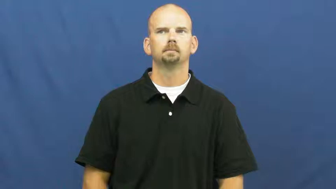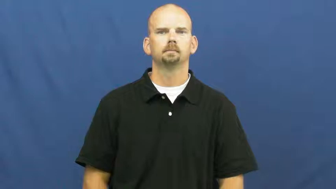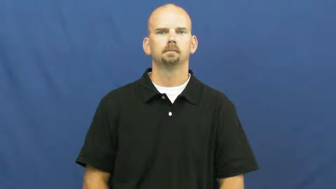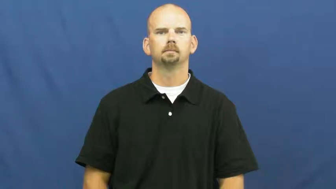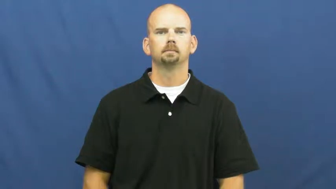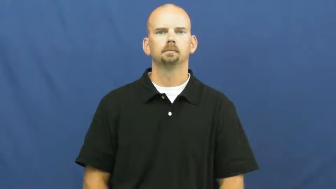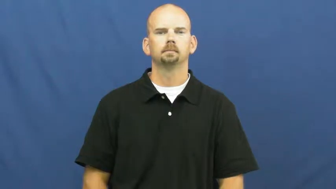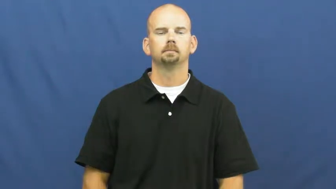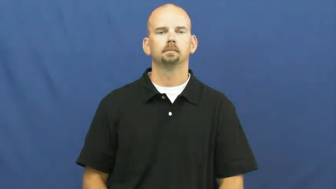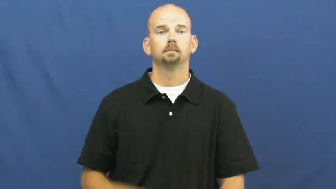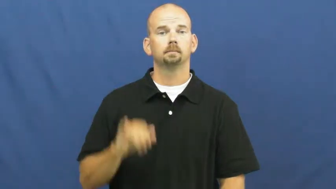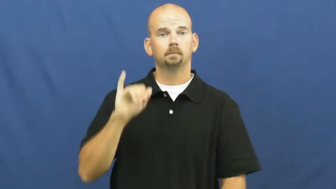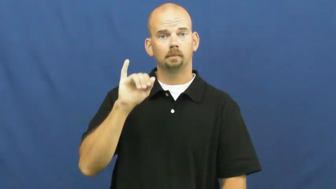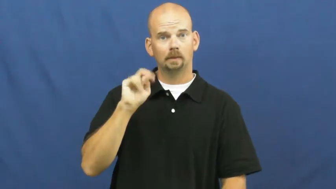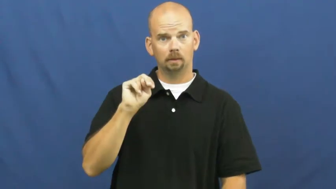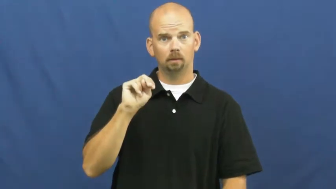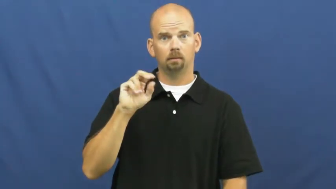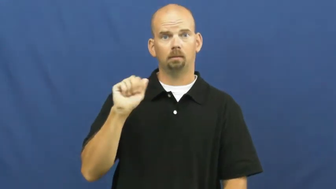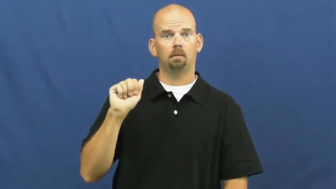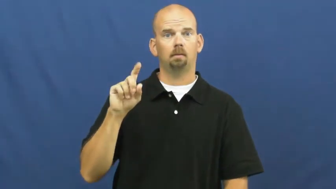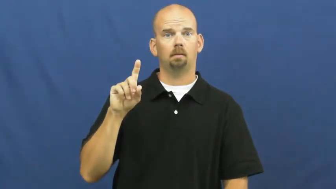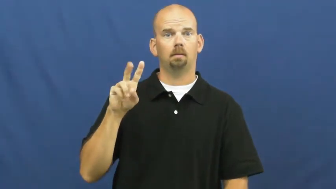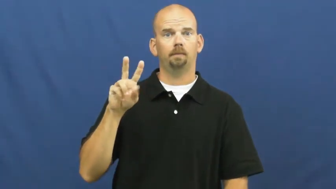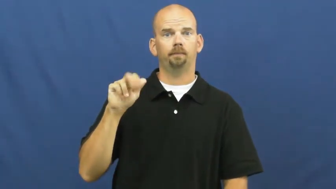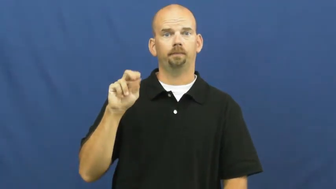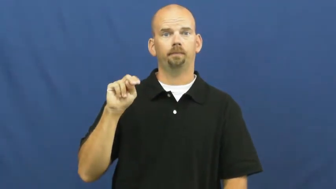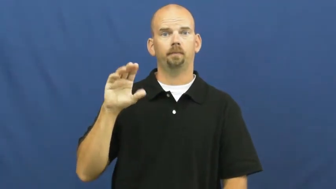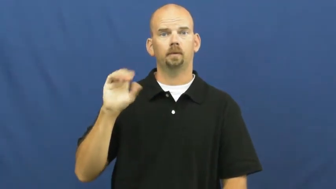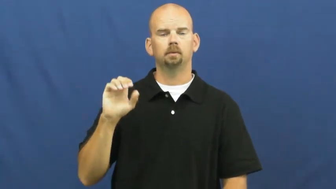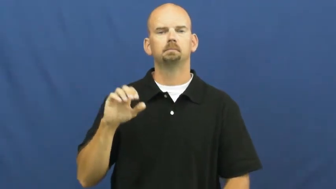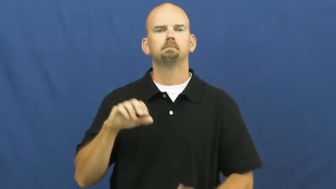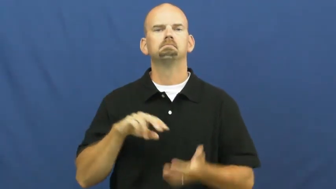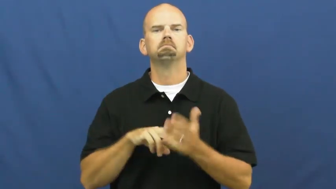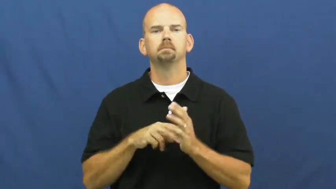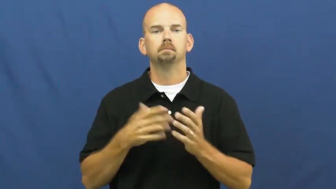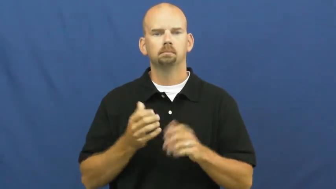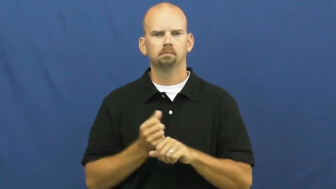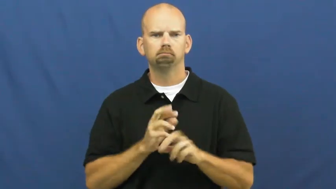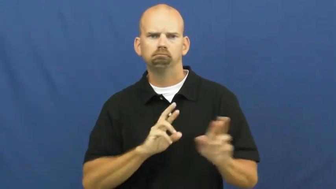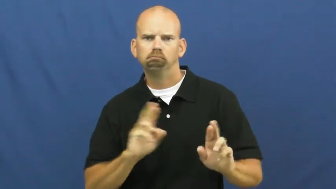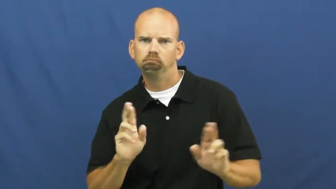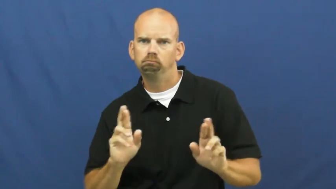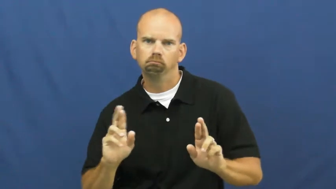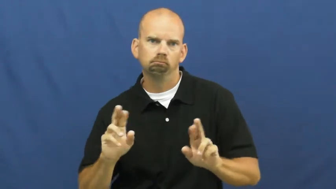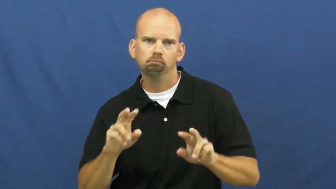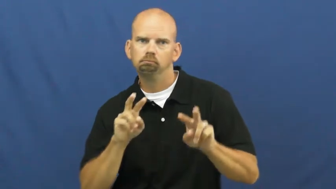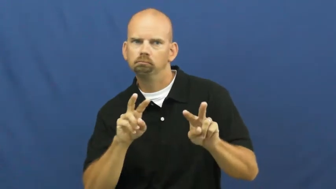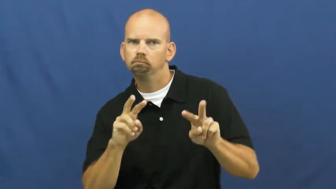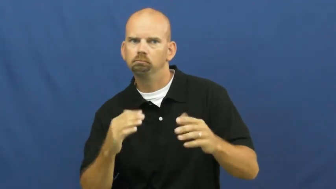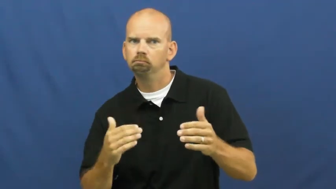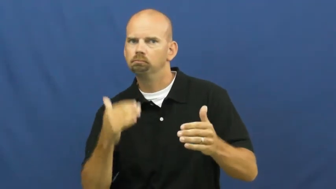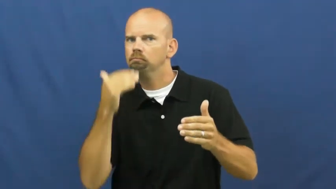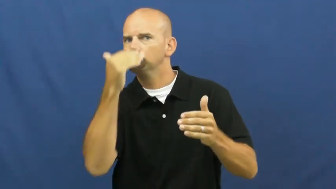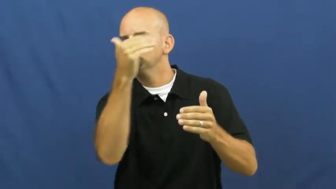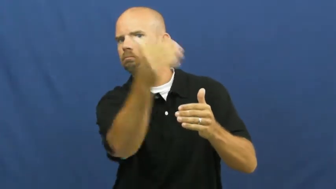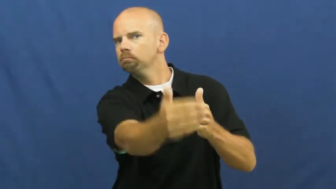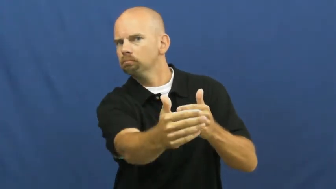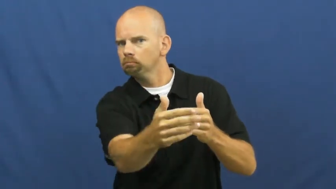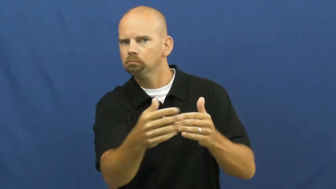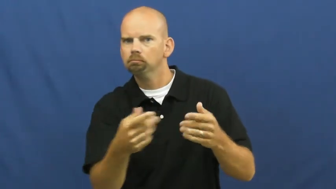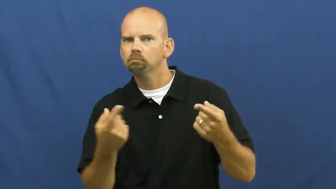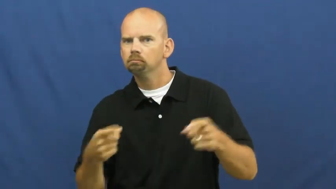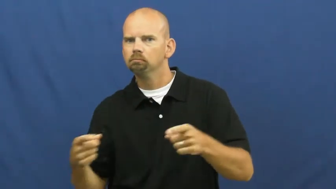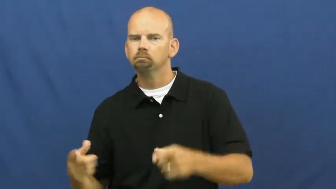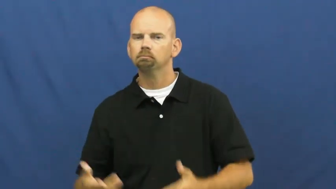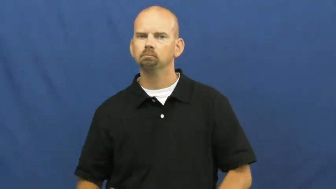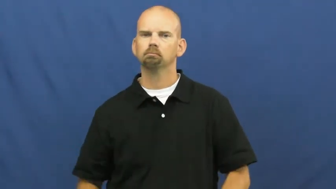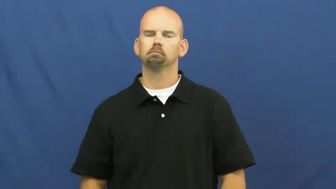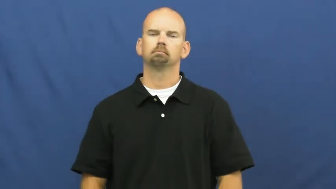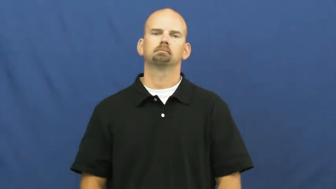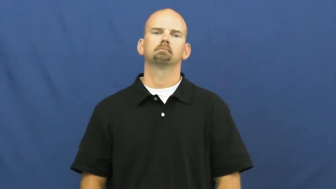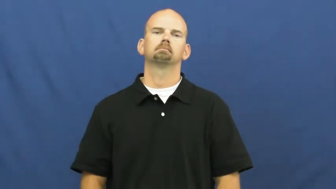in advance